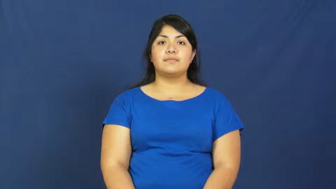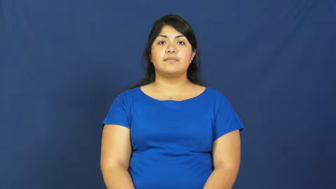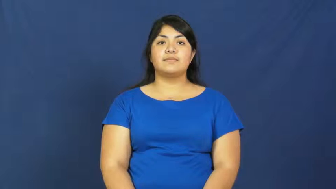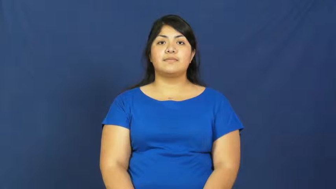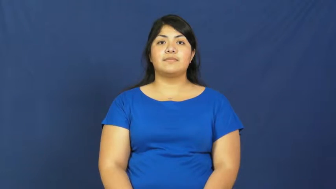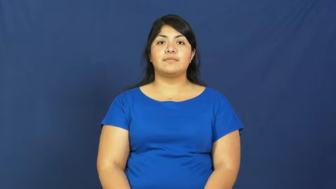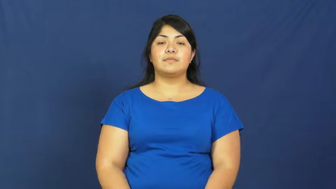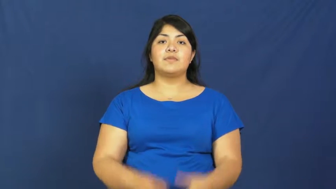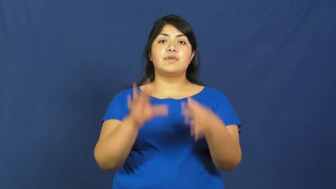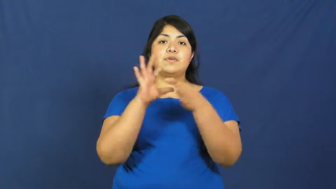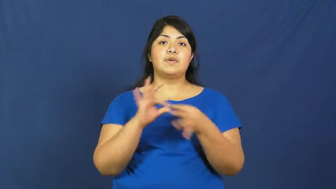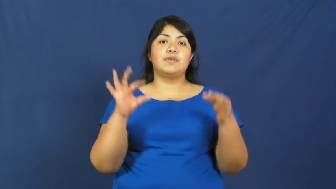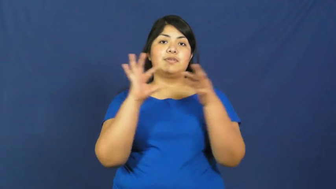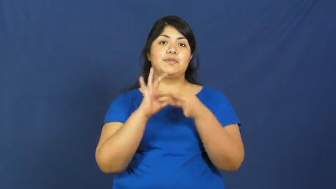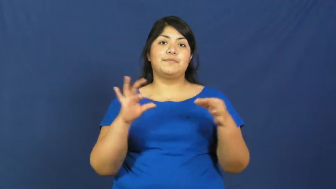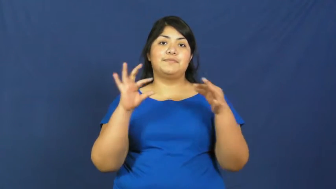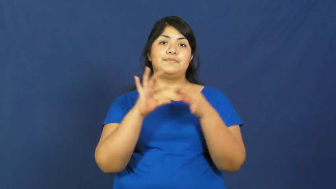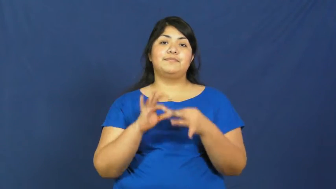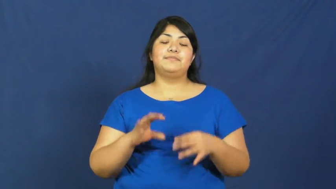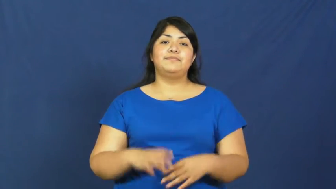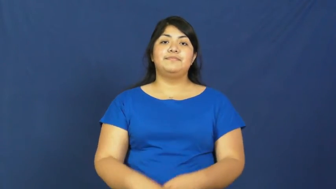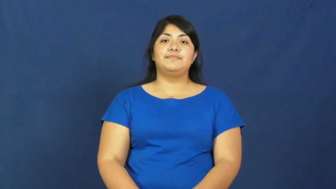yarn,anecdote-story